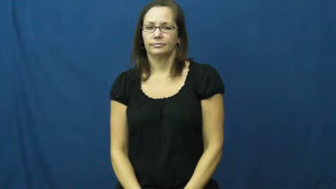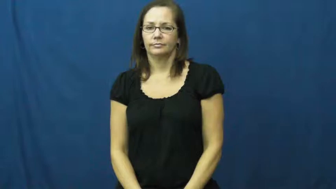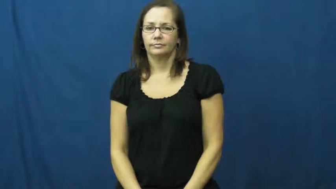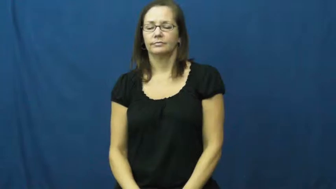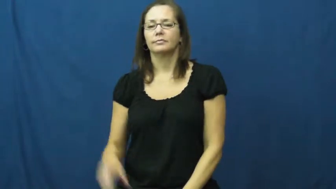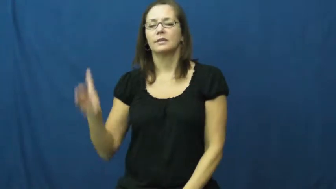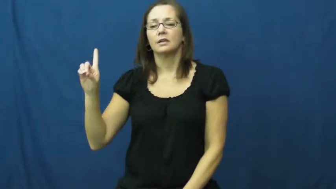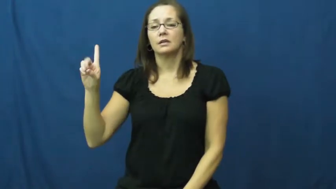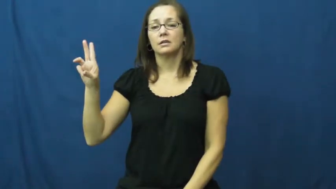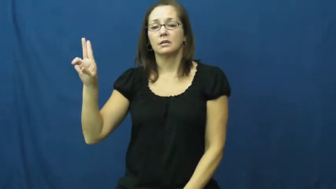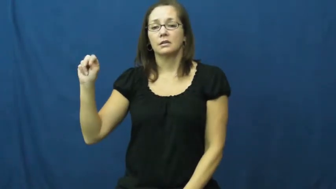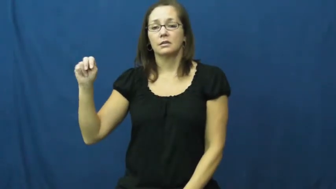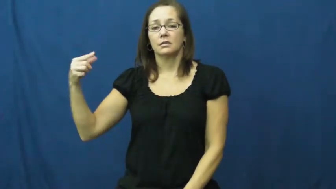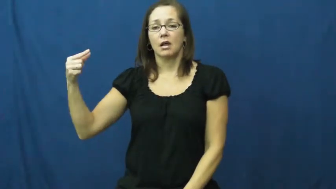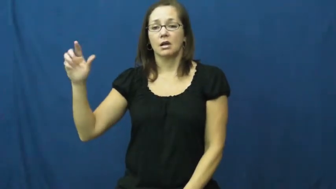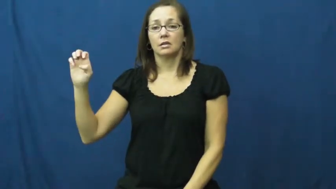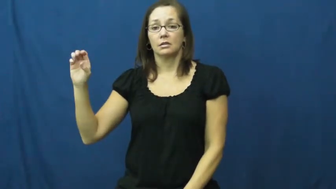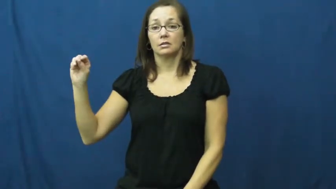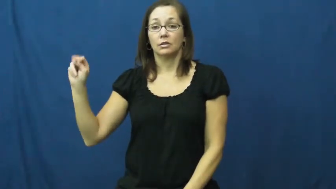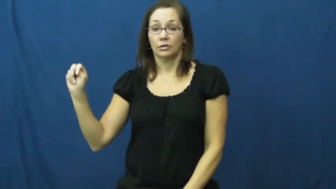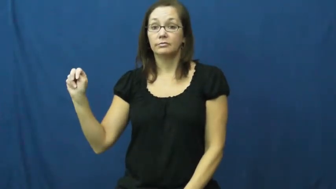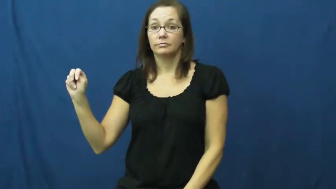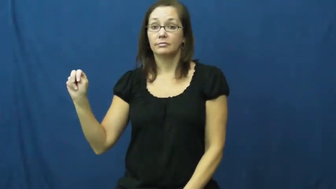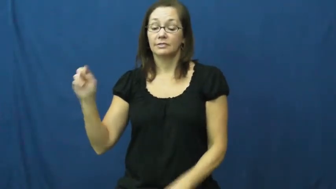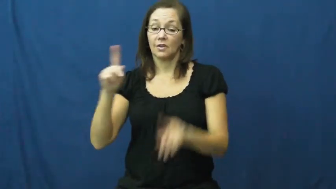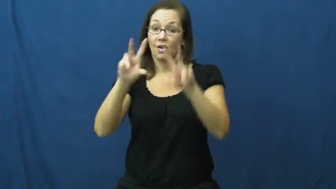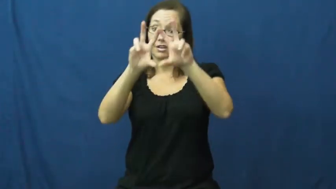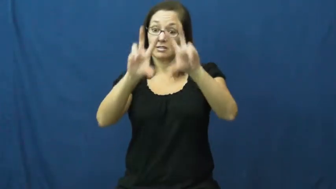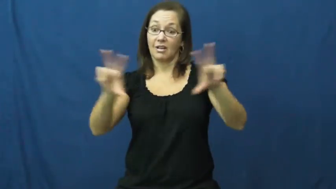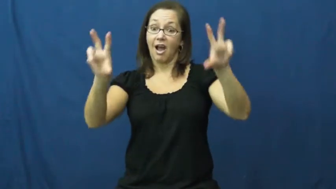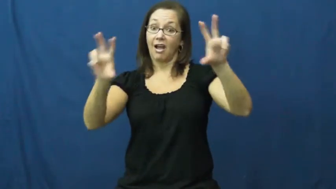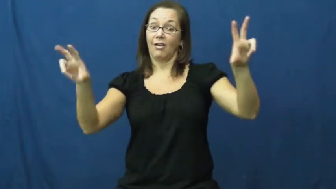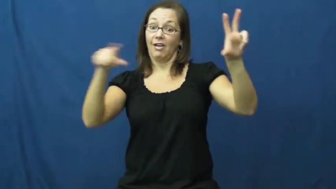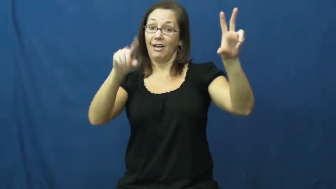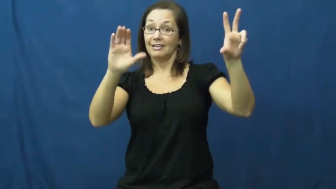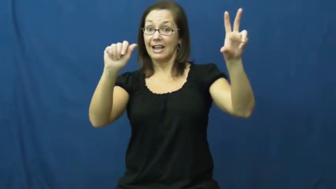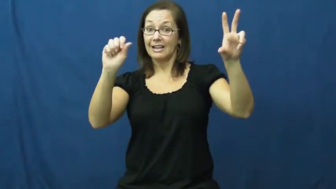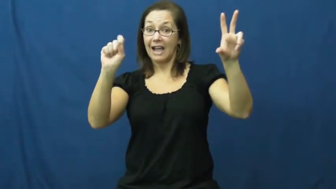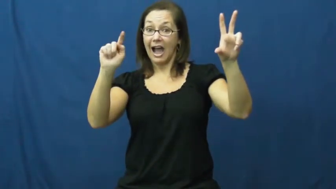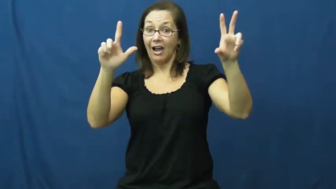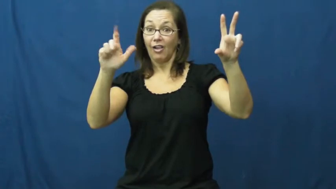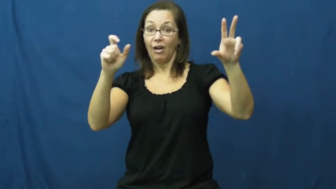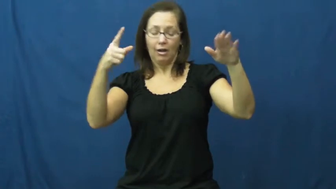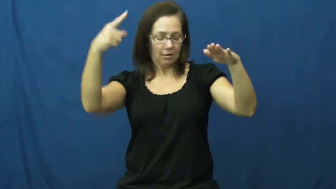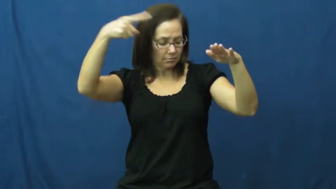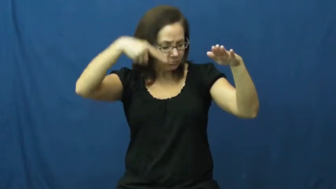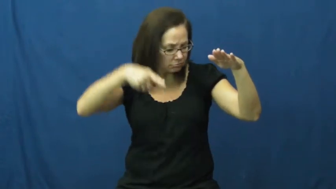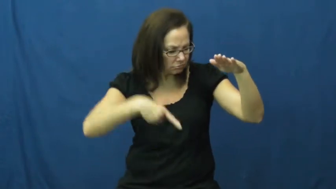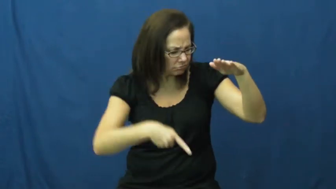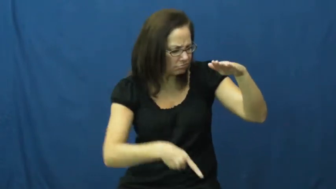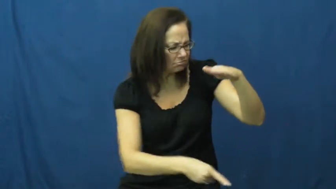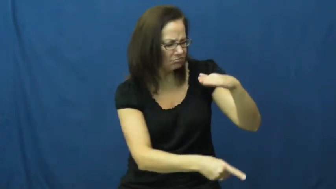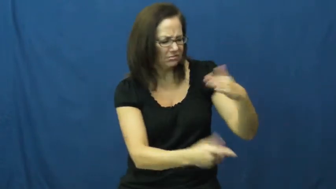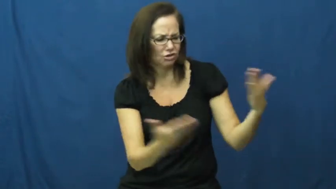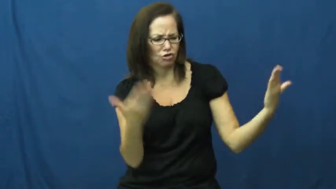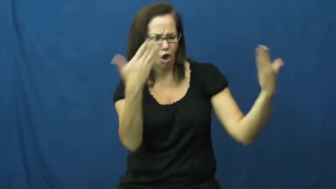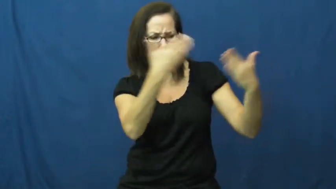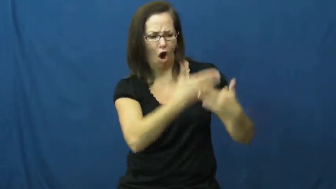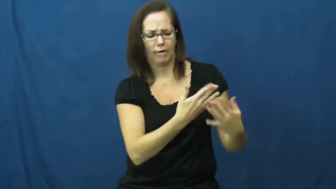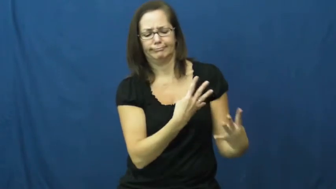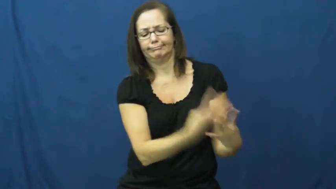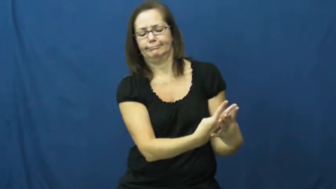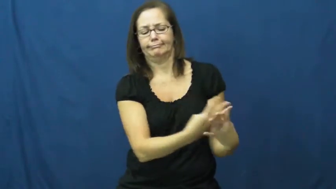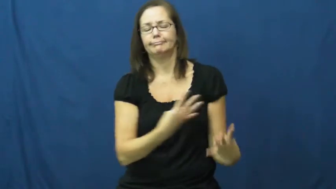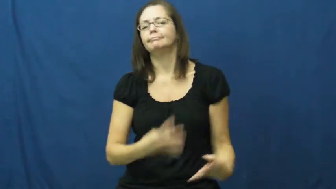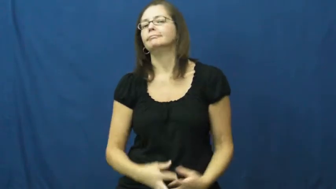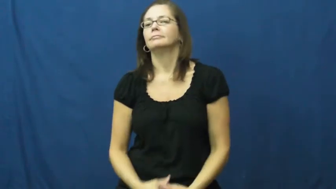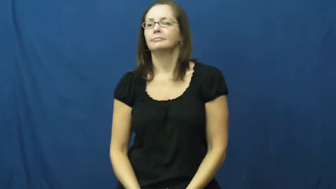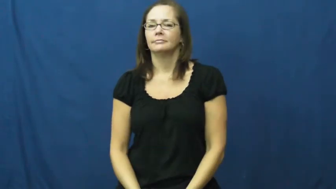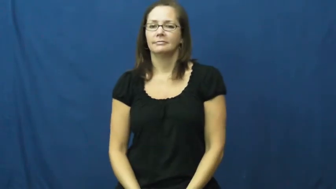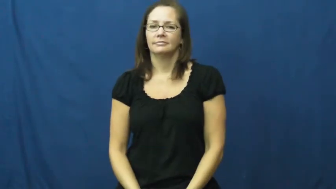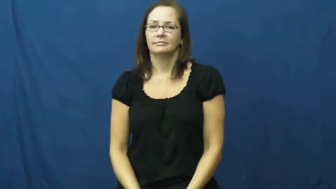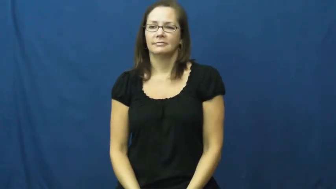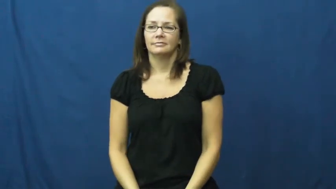dungeon